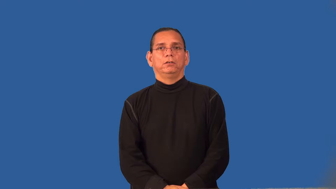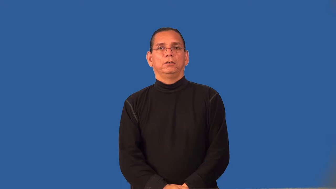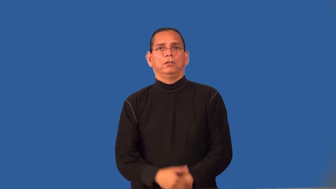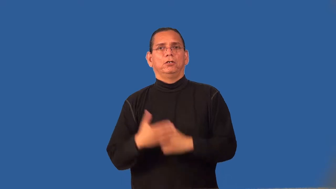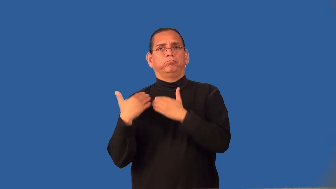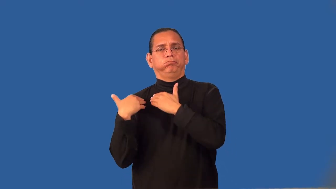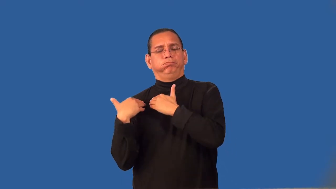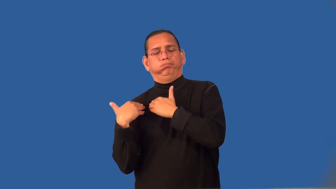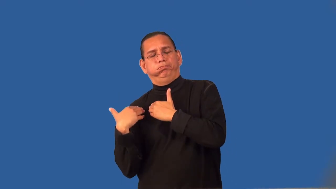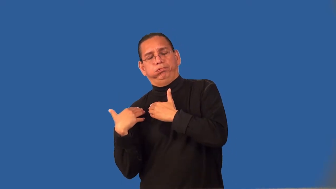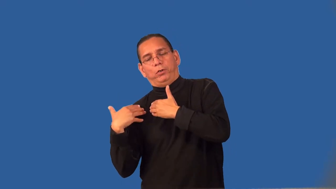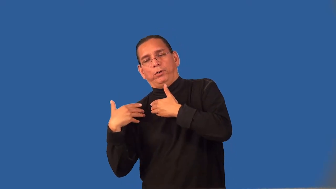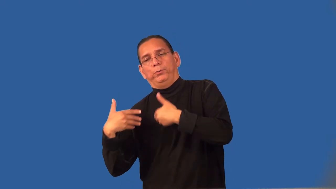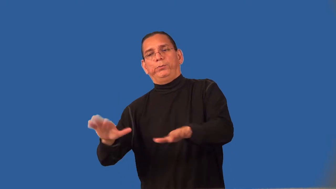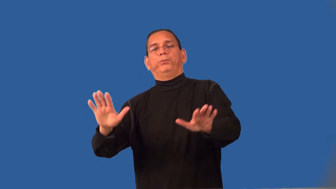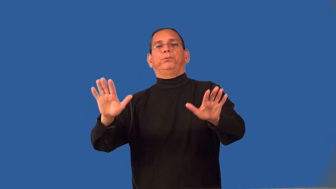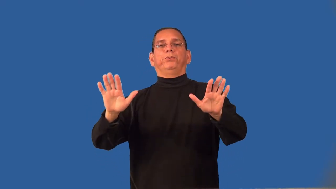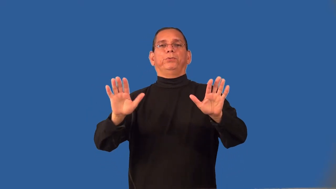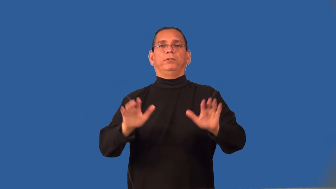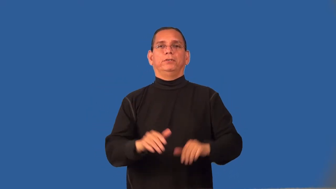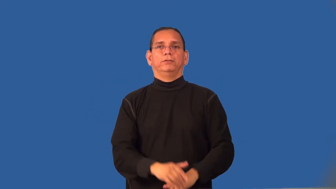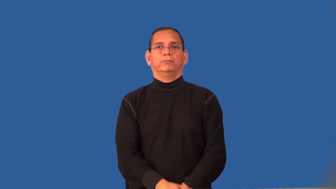relieve-remove responsibility